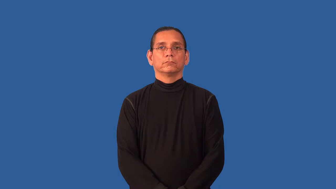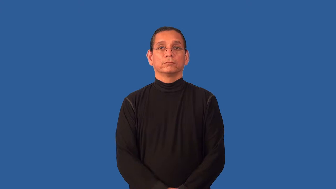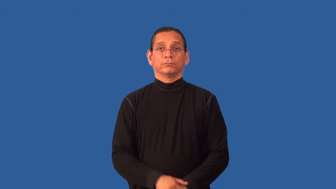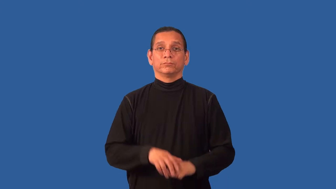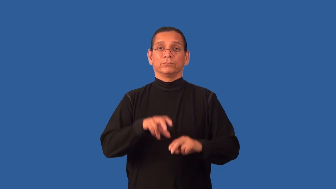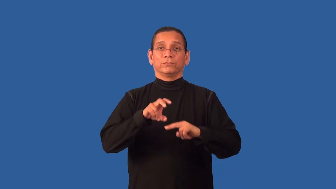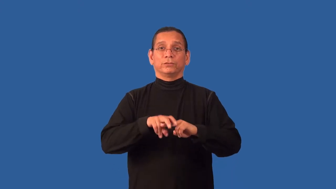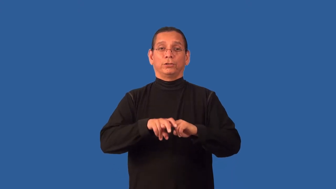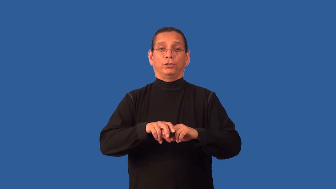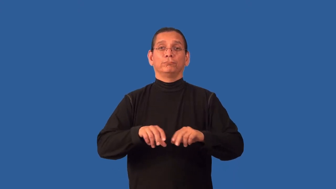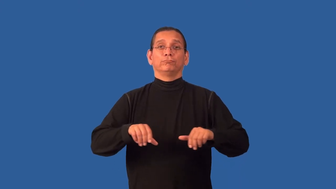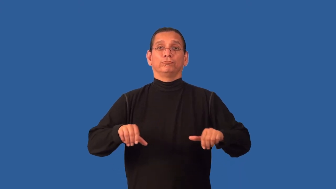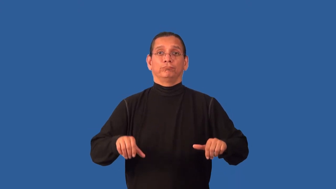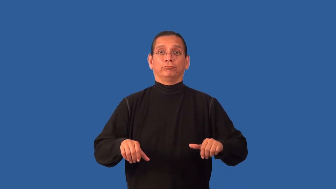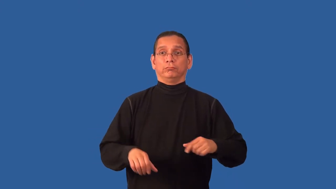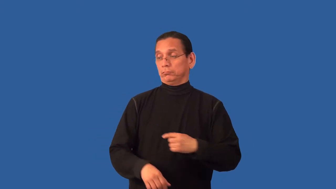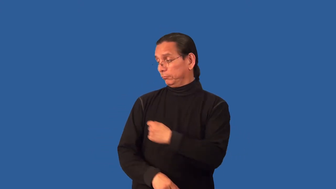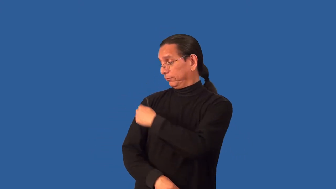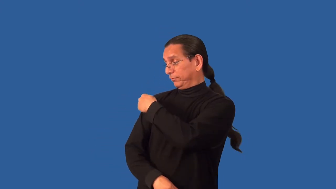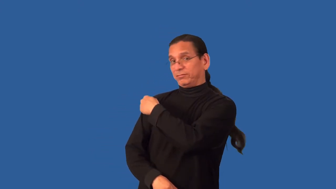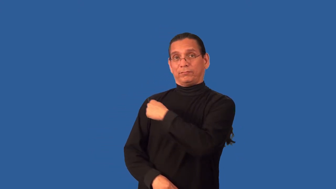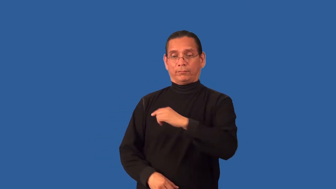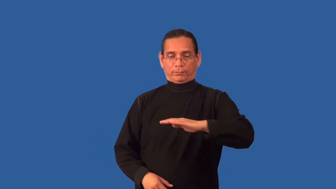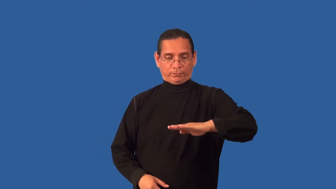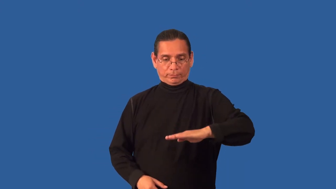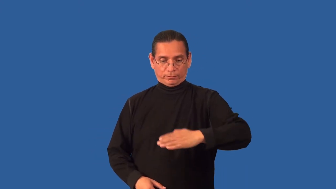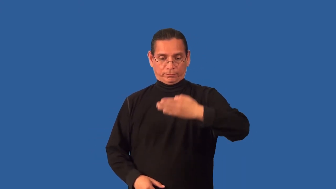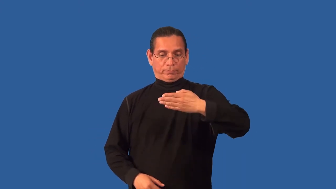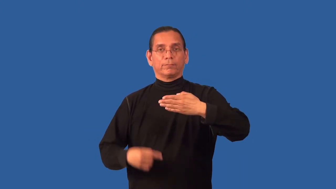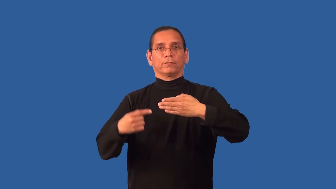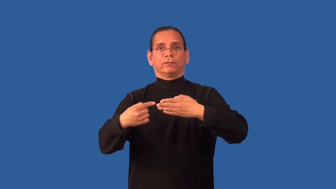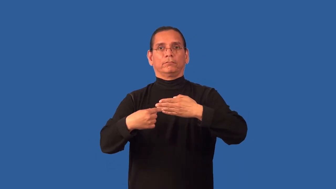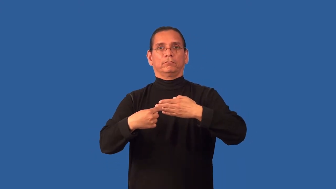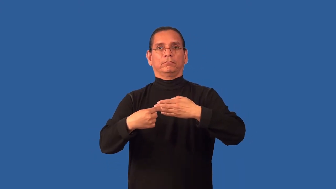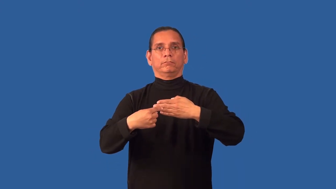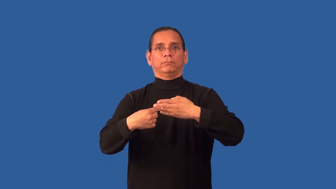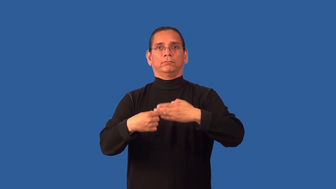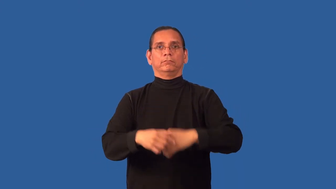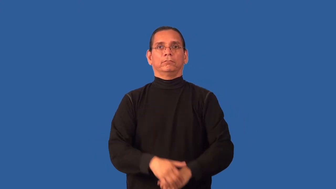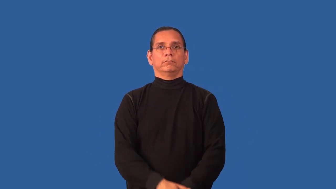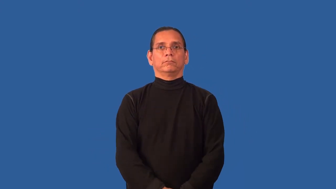back-chair